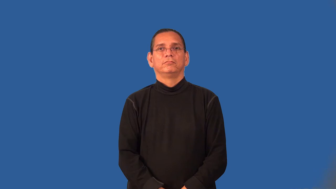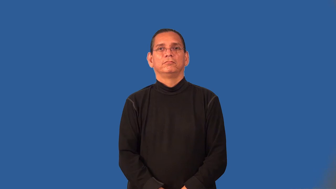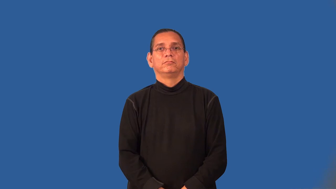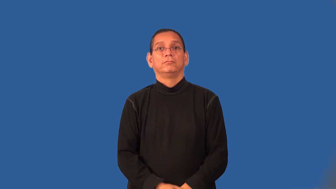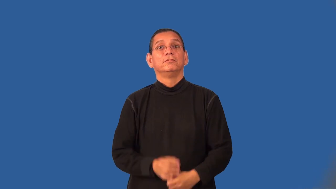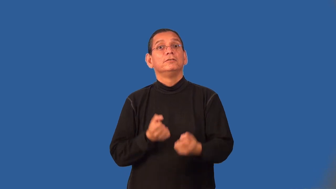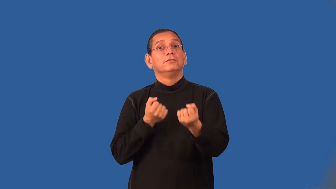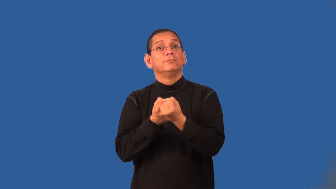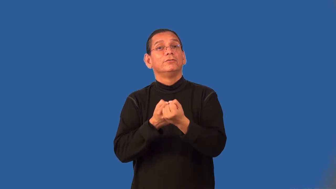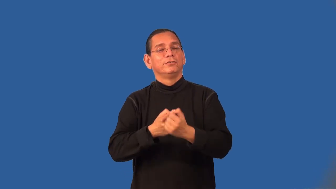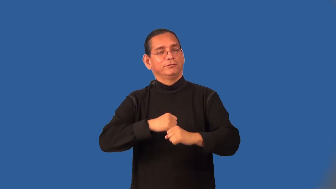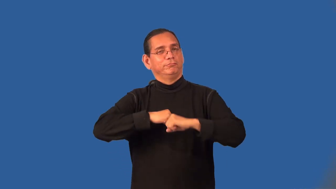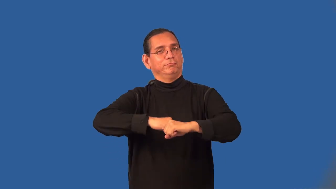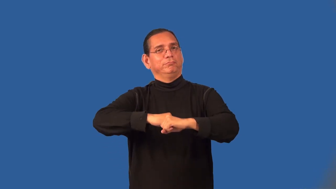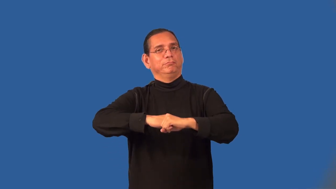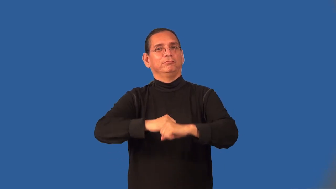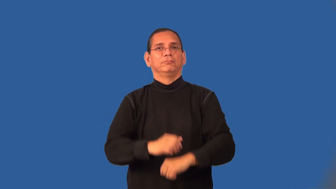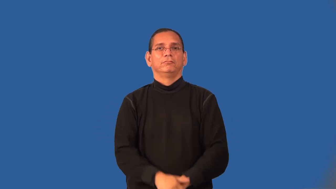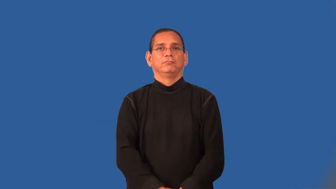uphold